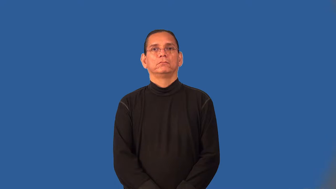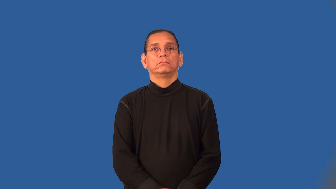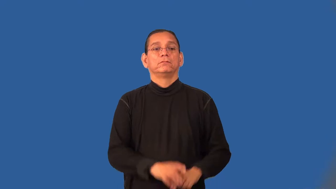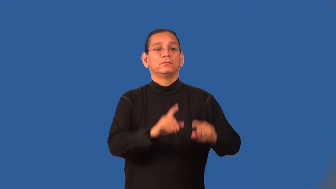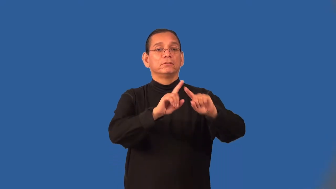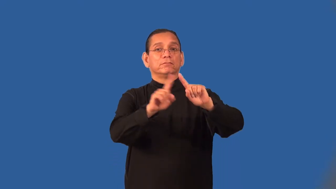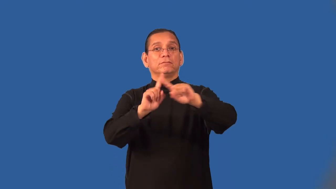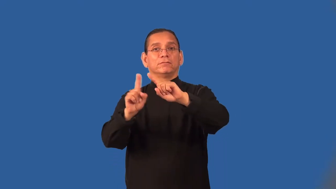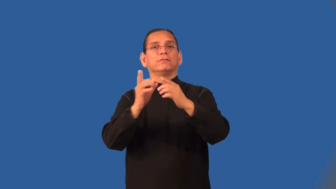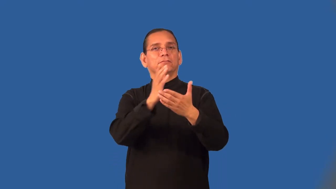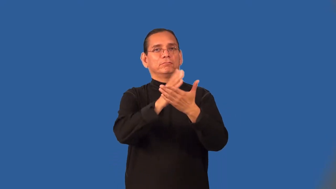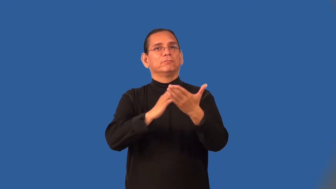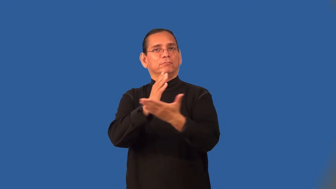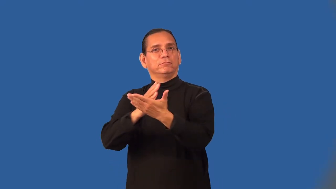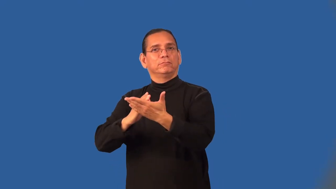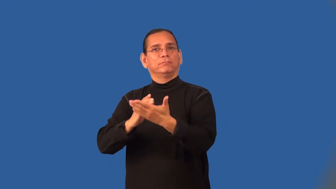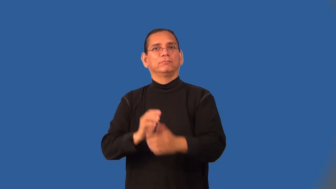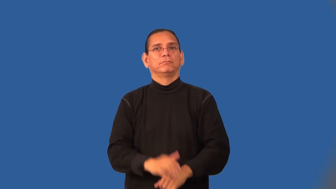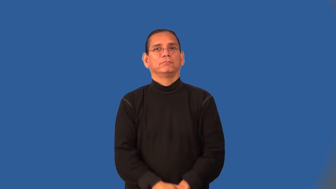multidimensional,multifaceted,multifarious,multiform